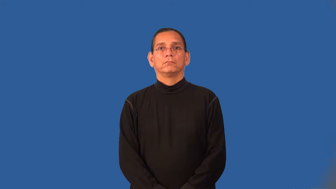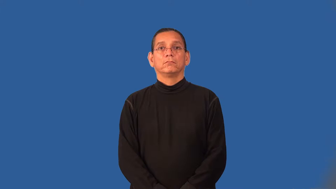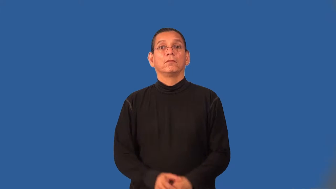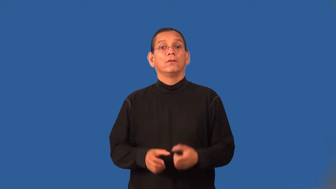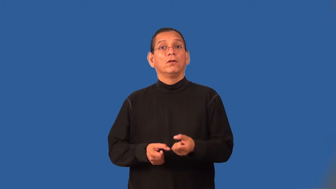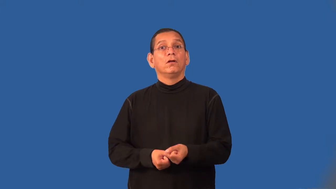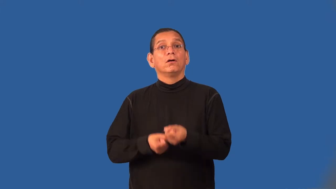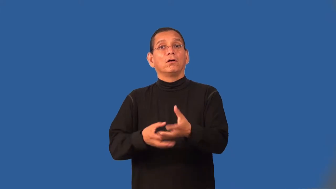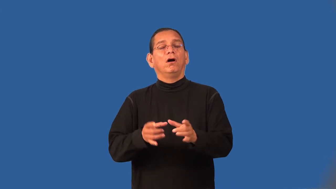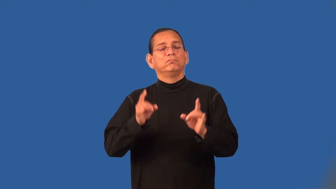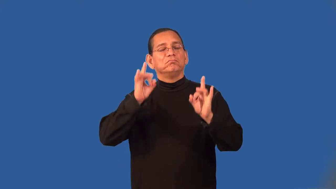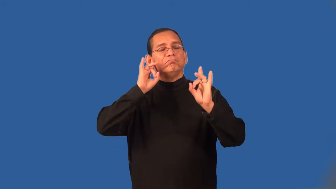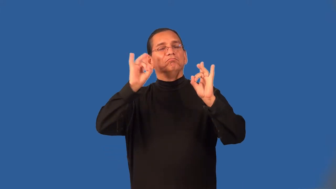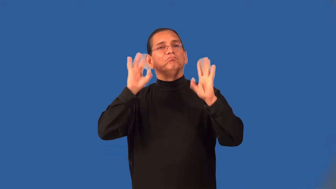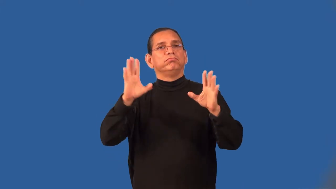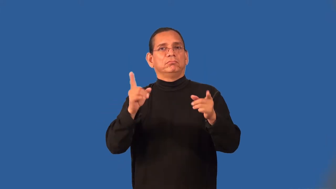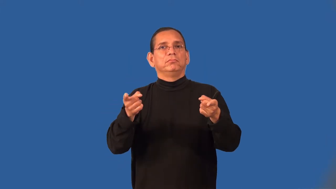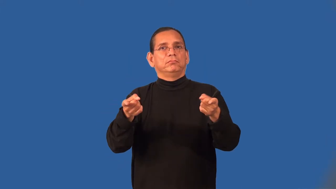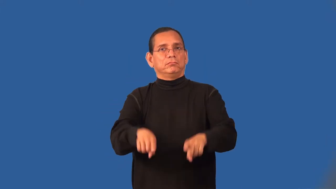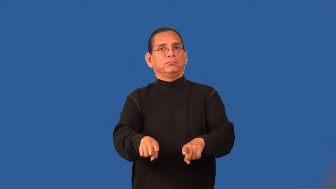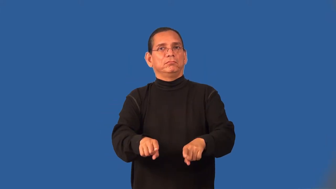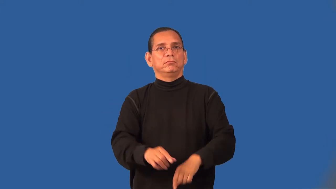unleash,unloose